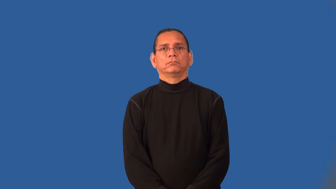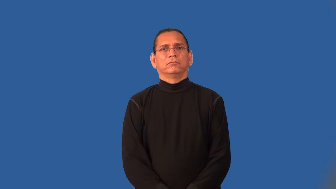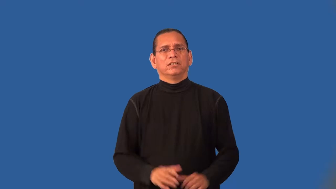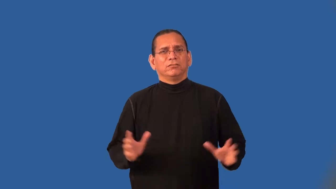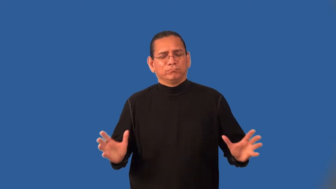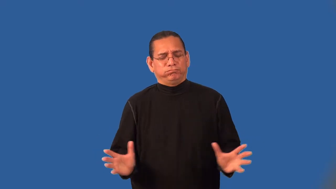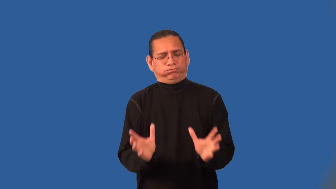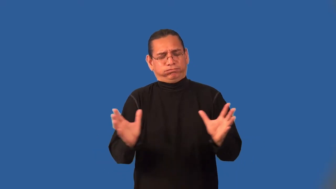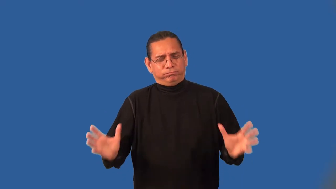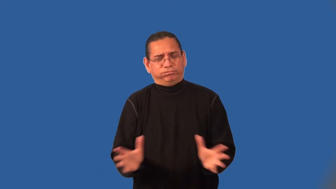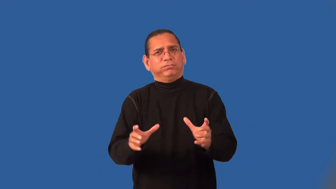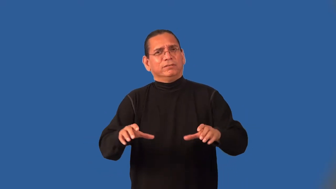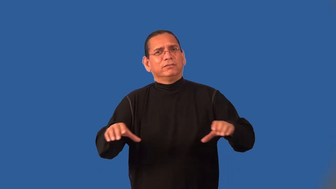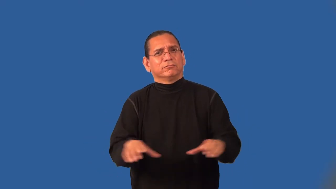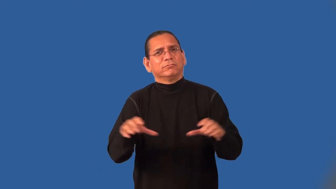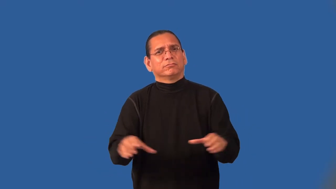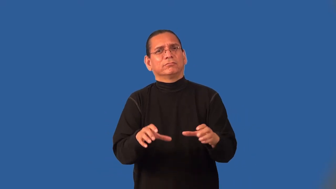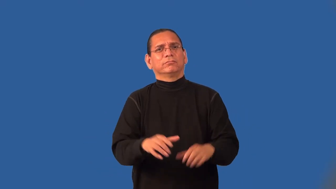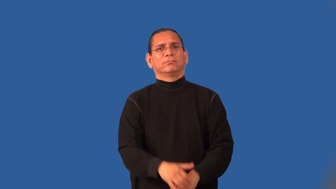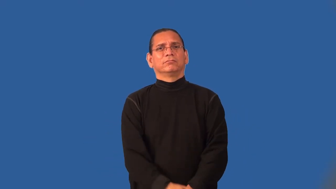impel